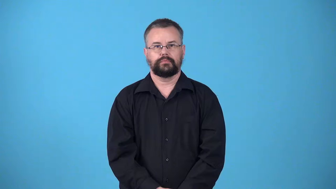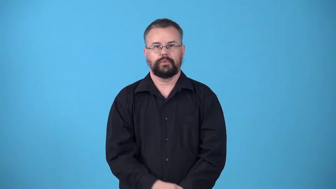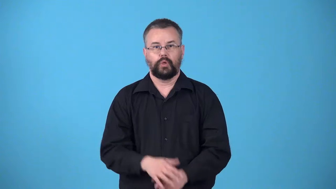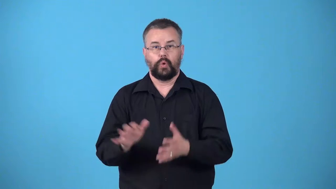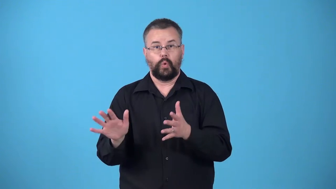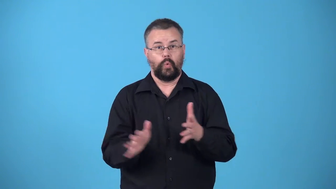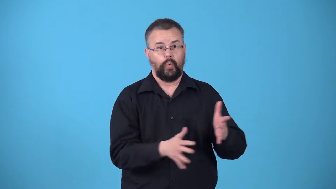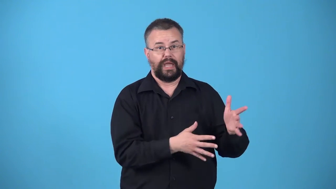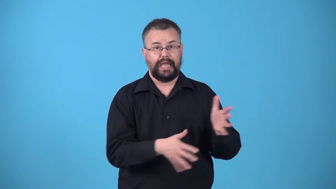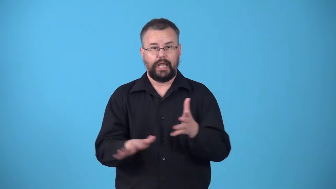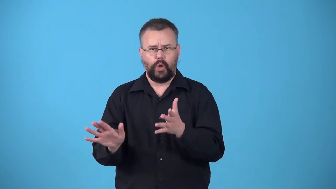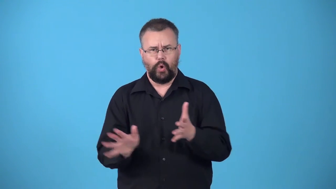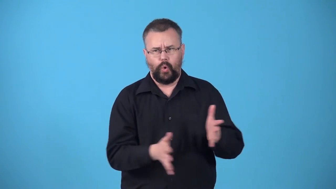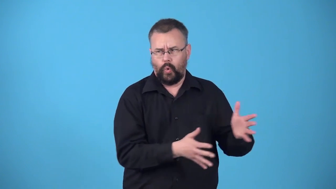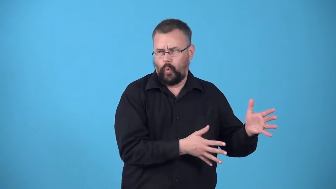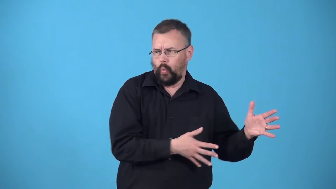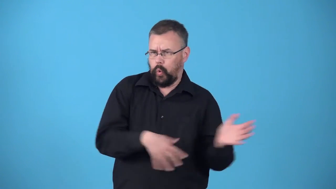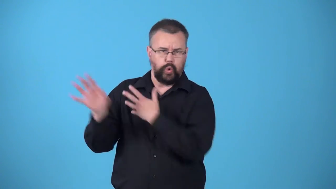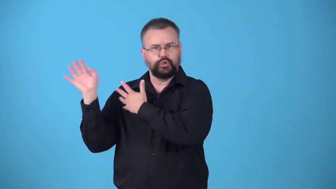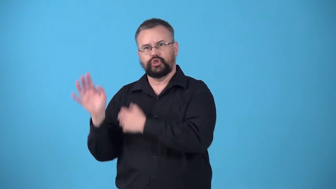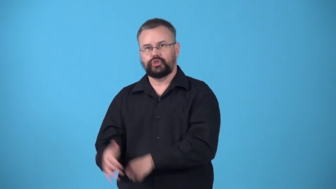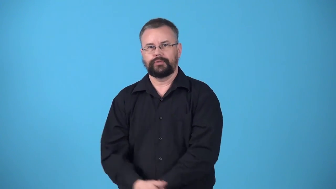whoosh-air moving quickly